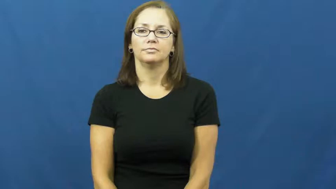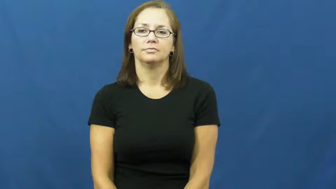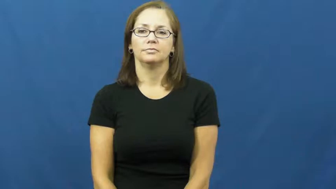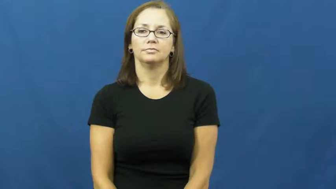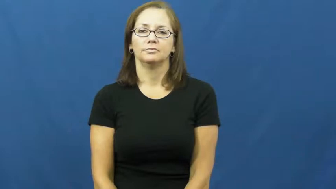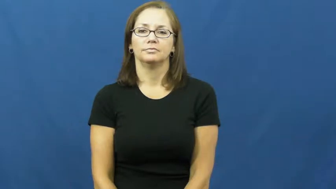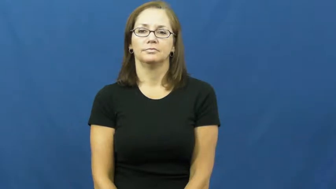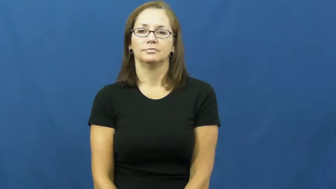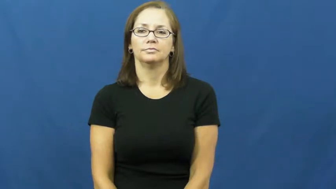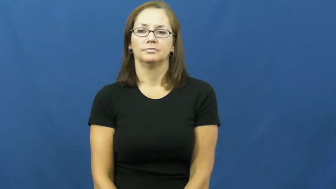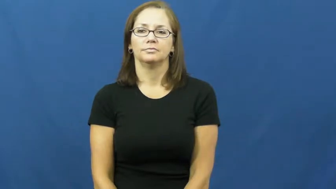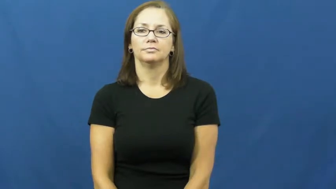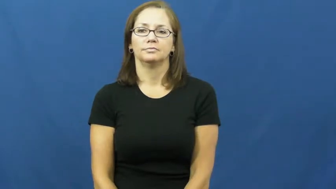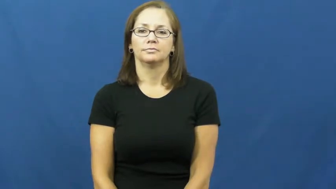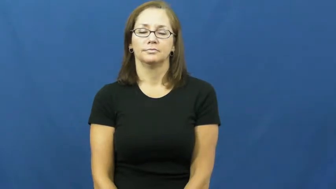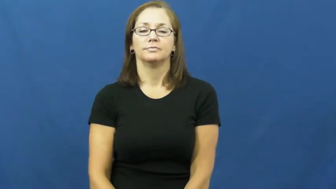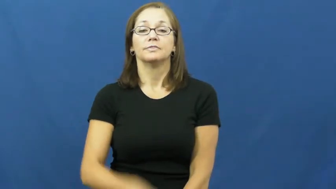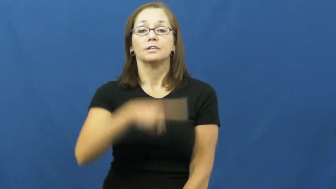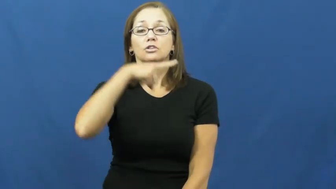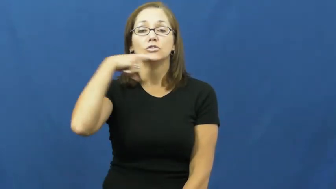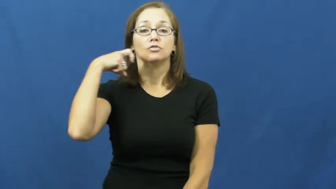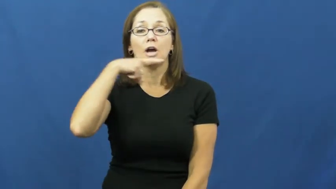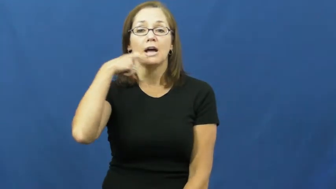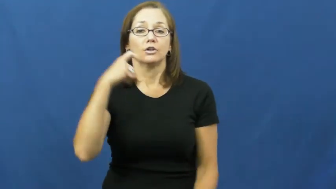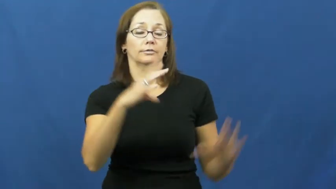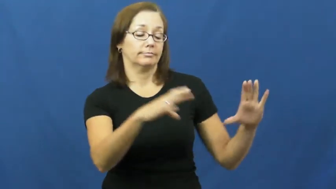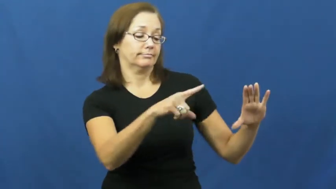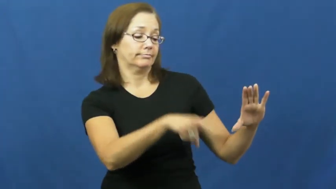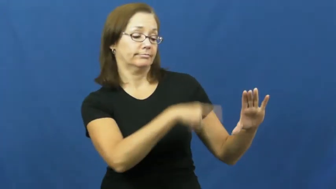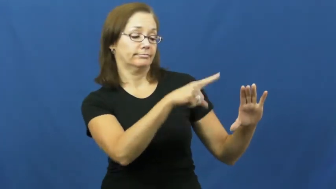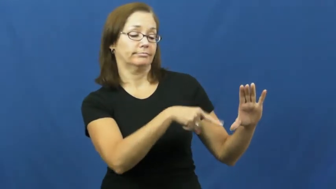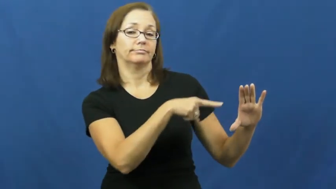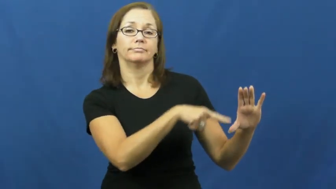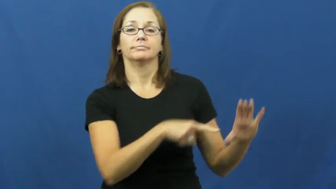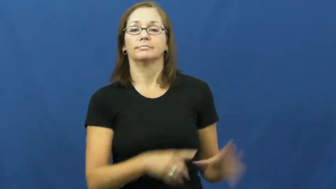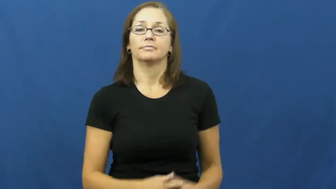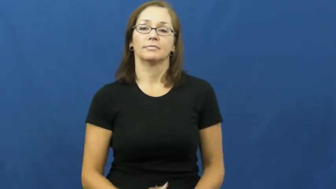dryer-clothes